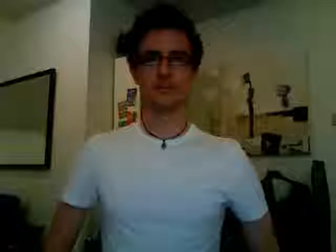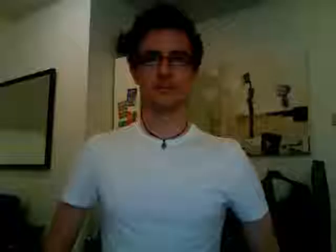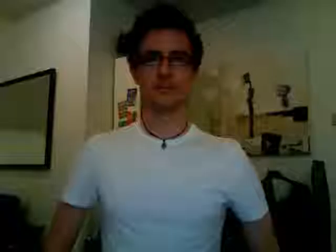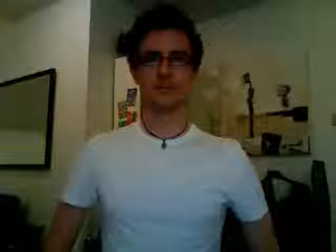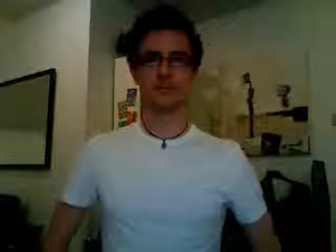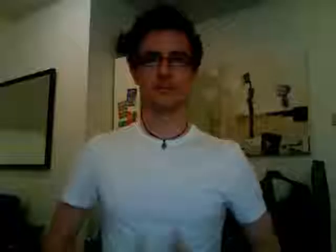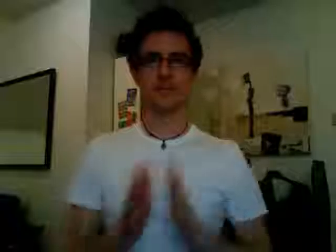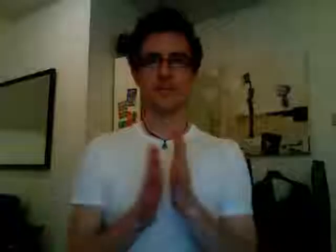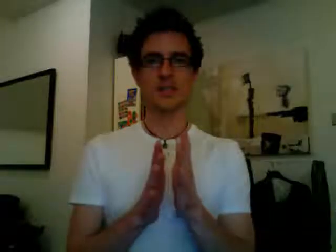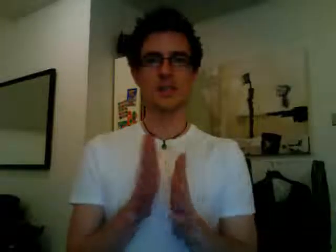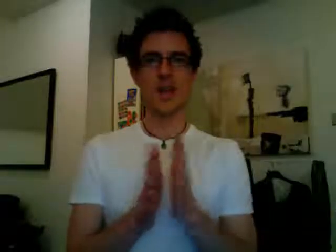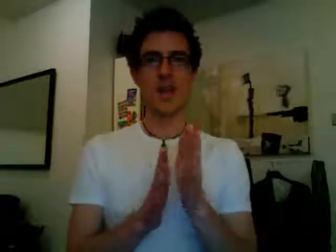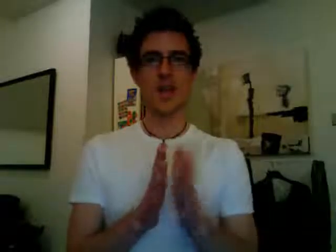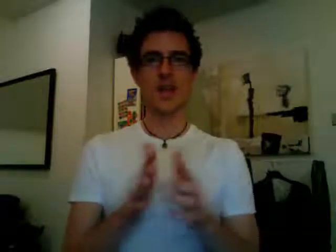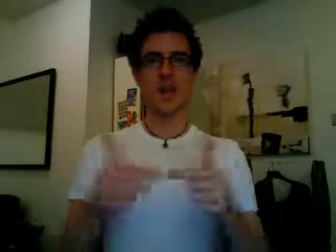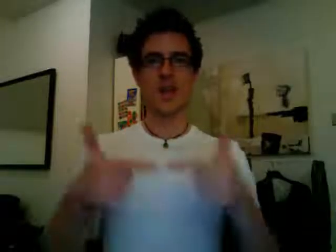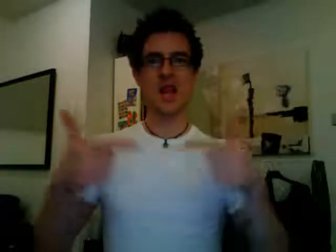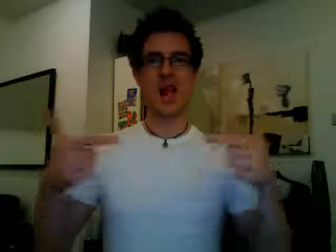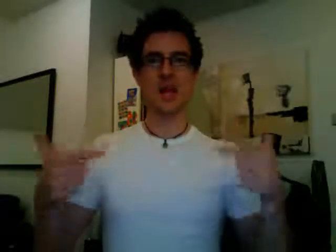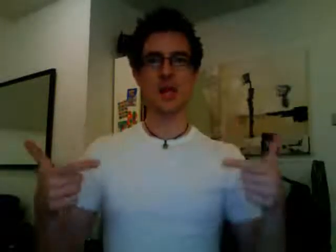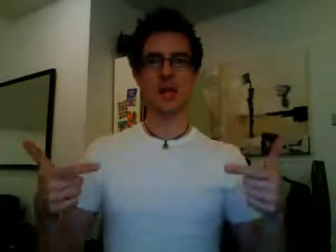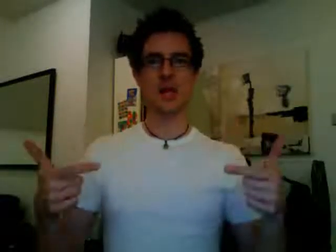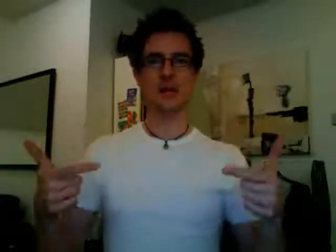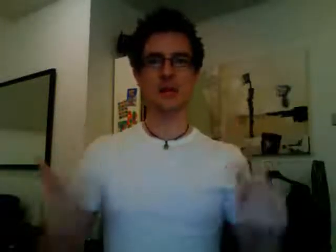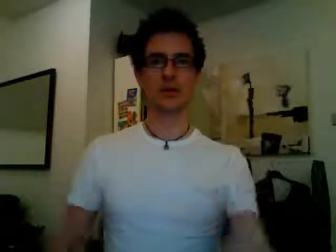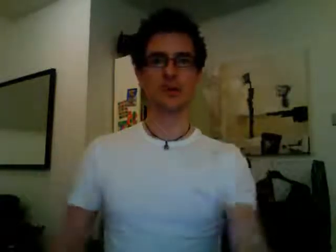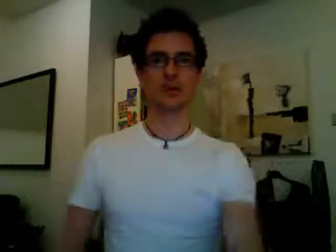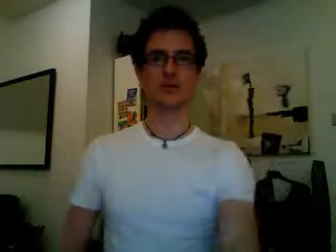sign language